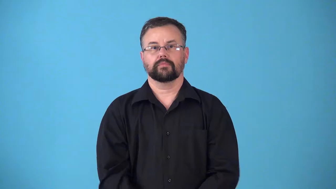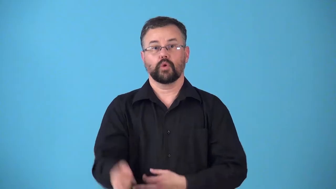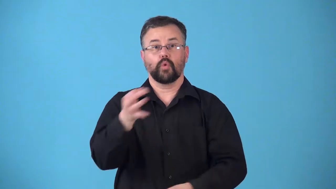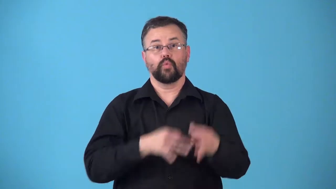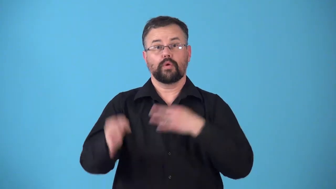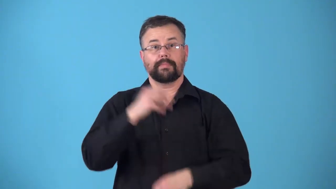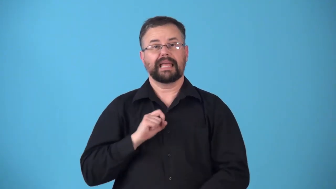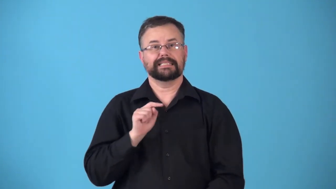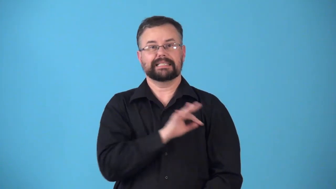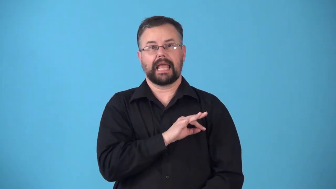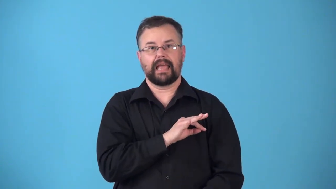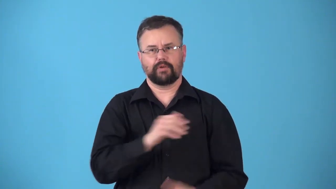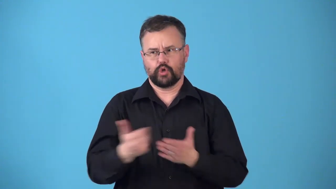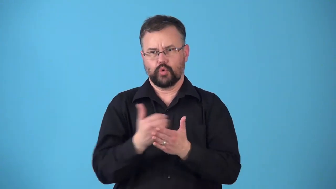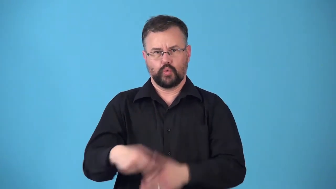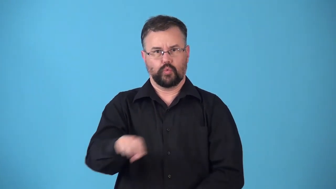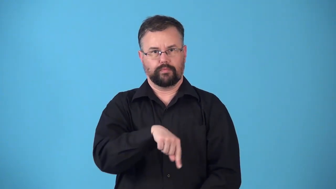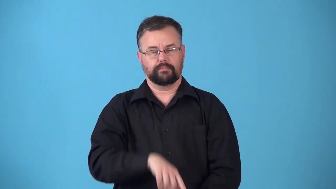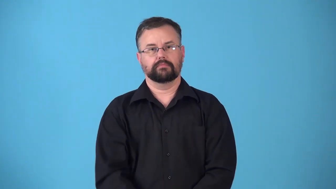restaff